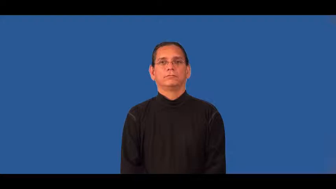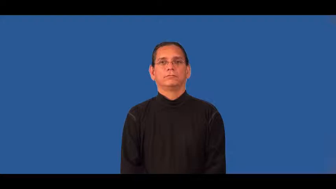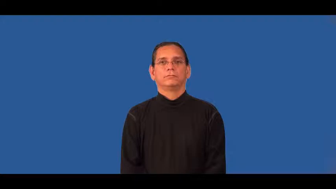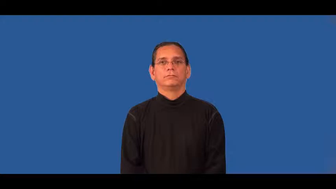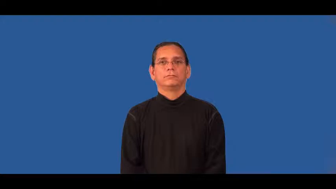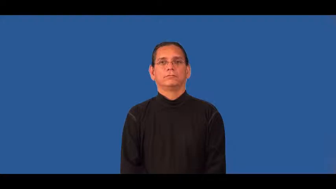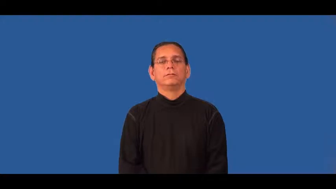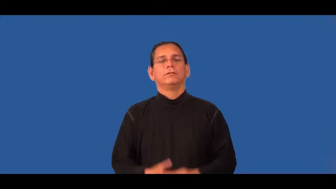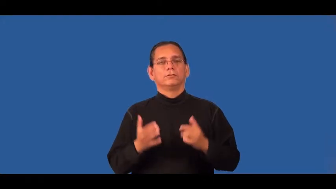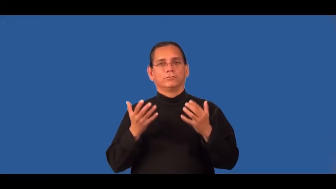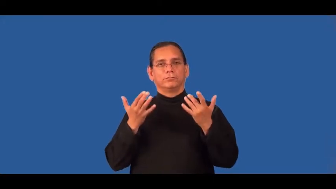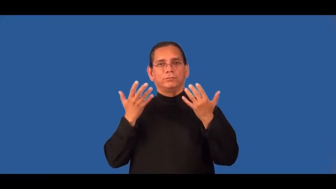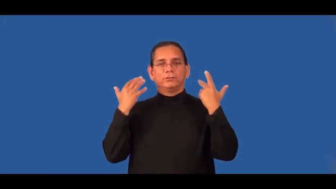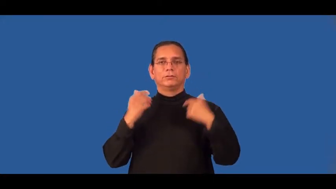sunny,sociable,cordial